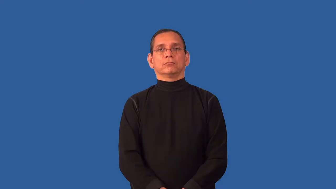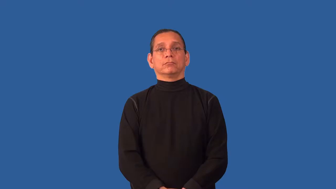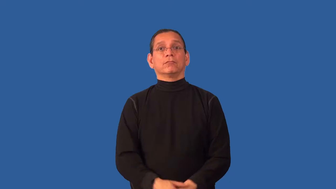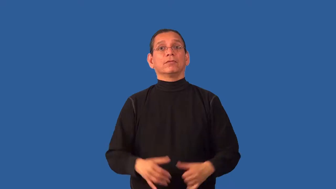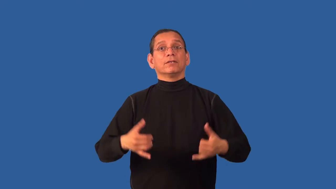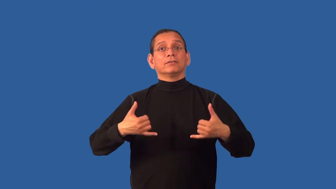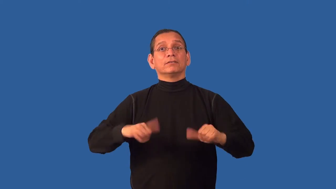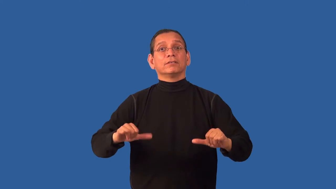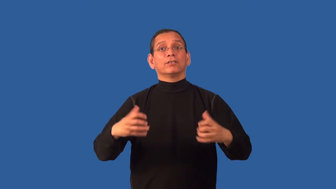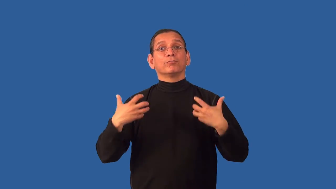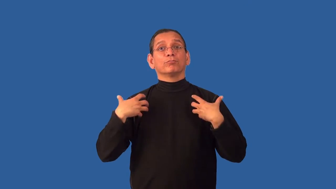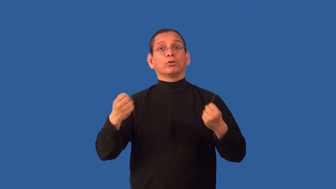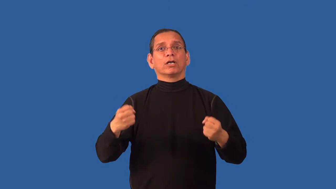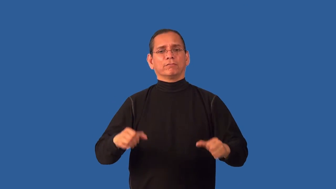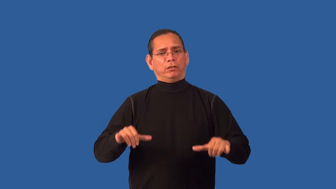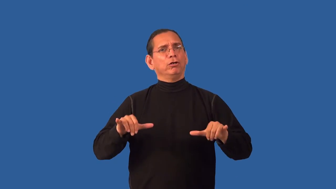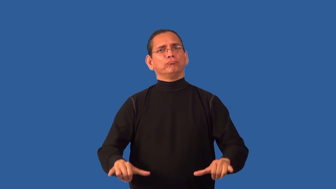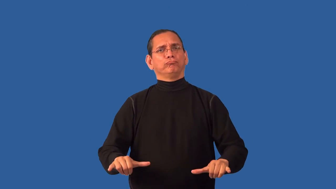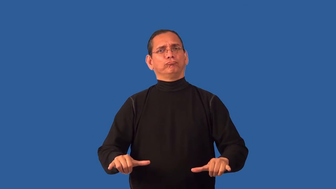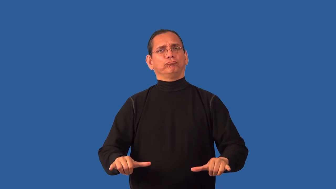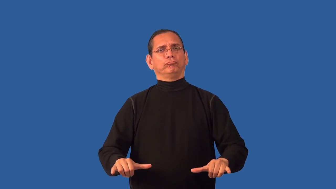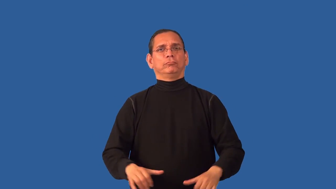unflinching-unmoving